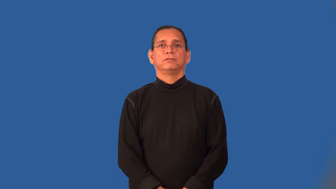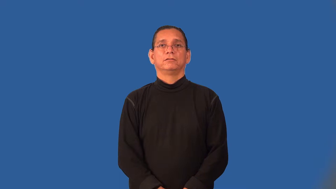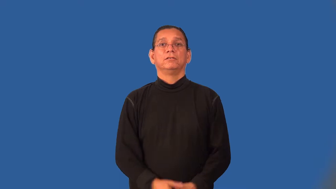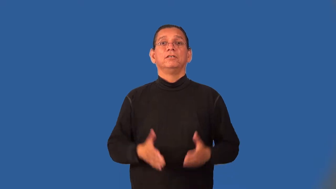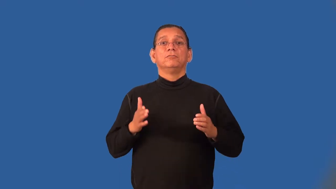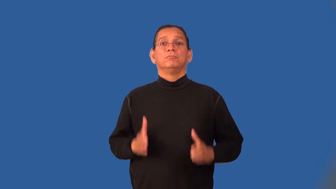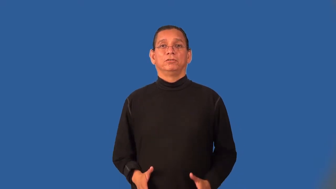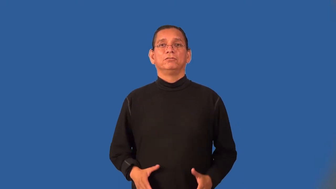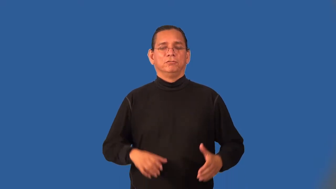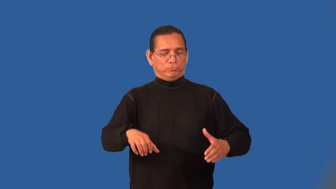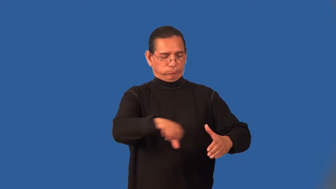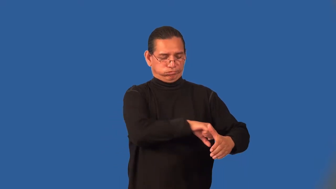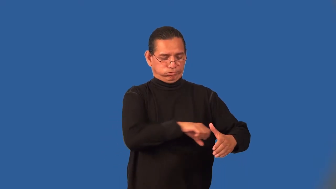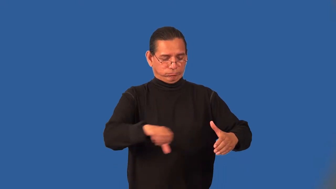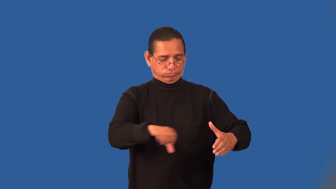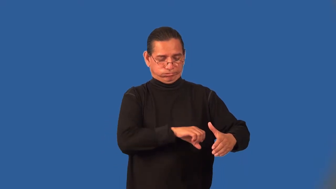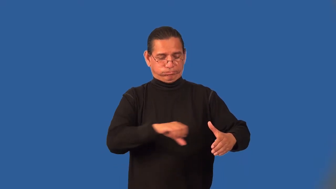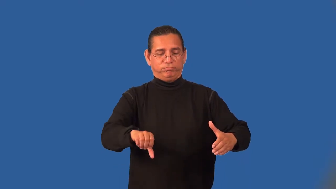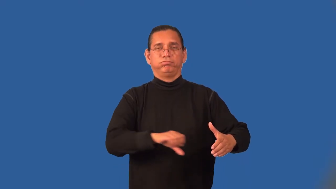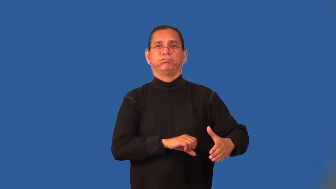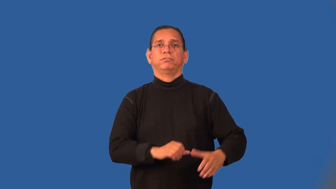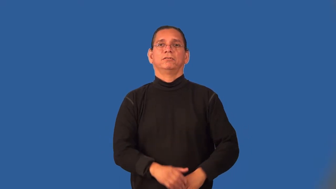shearer